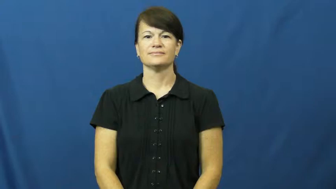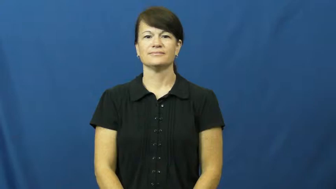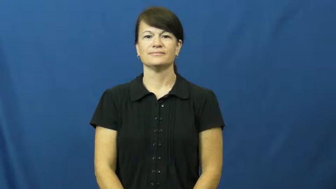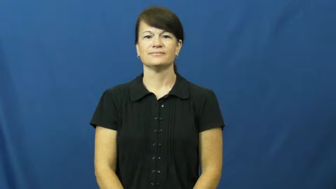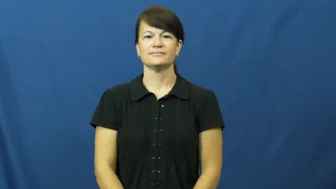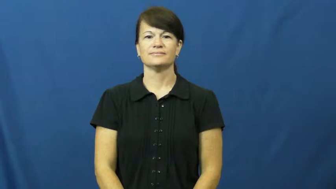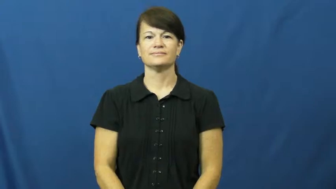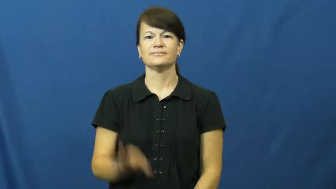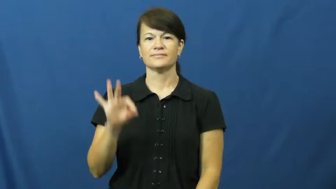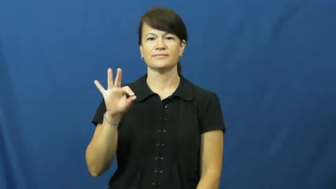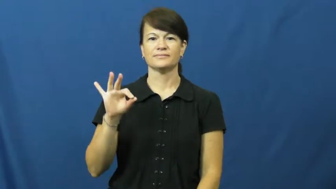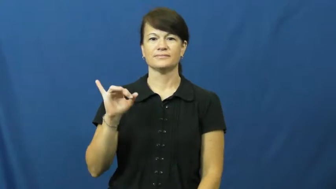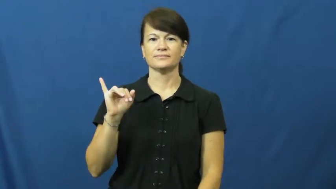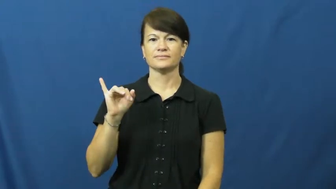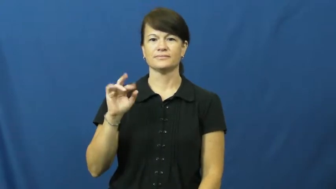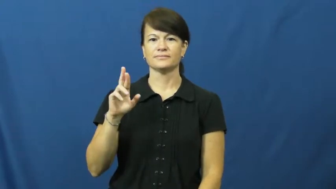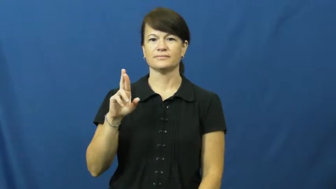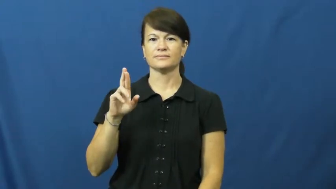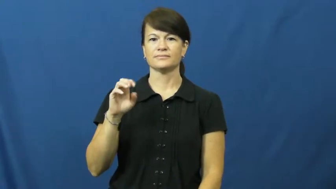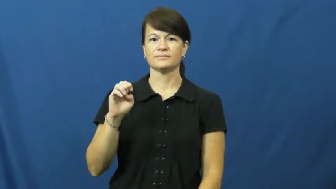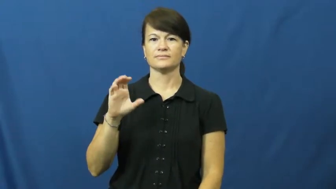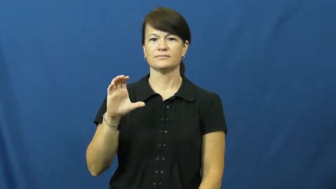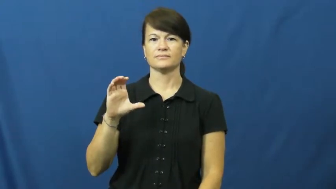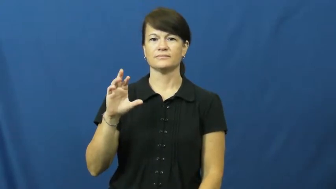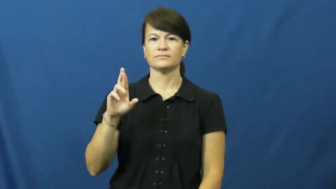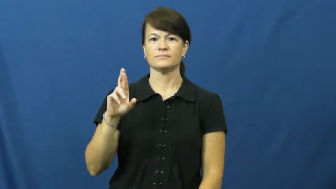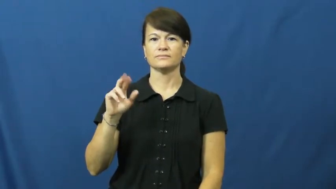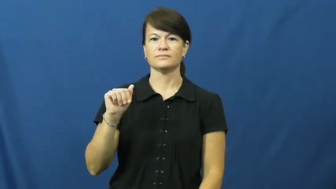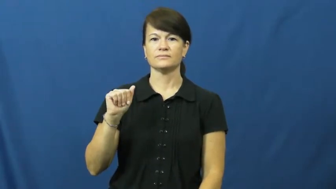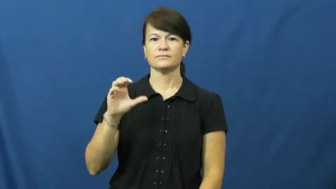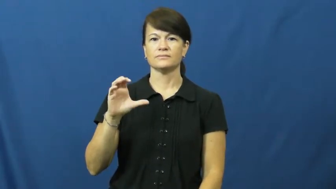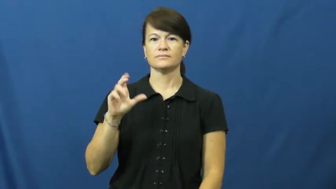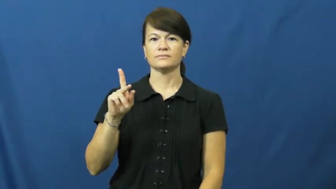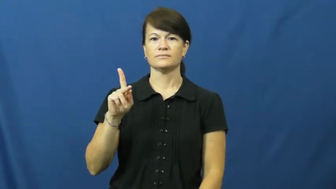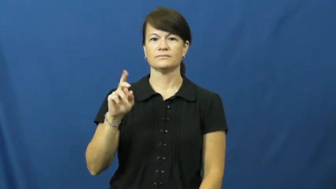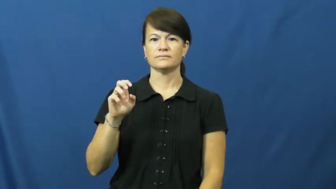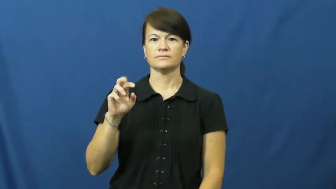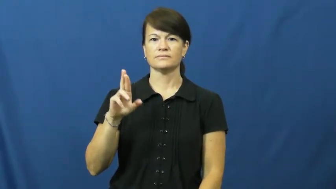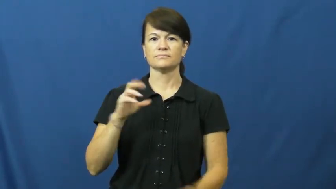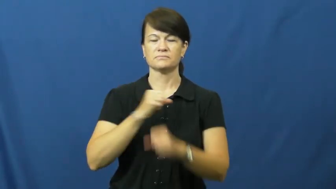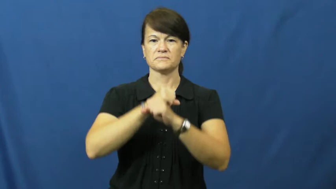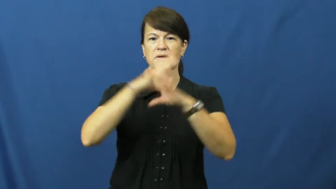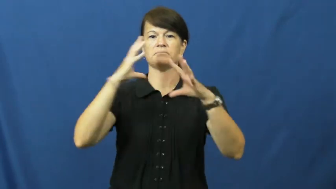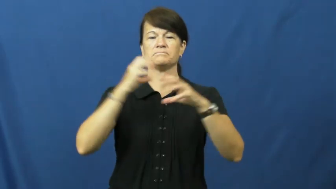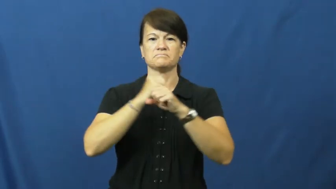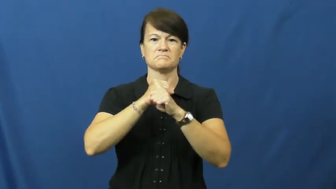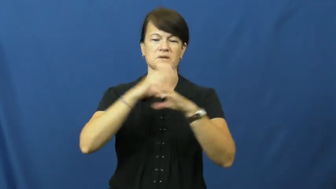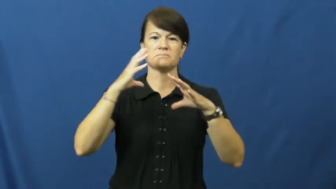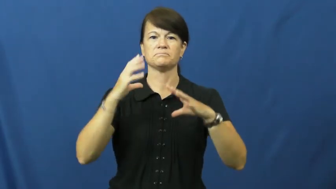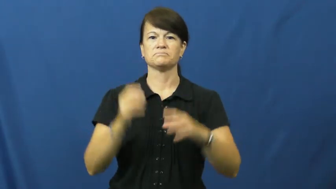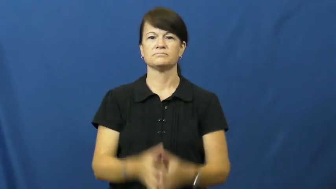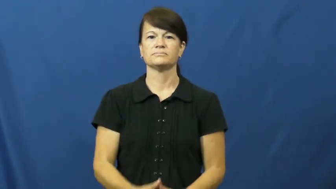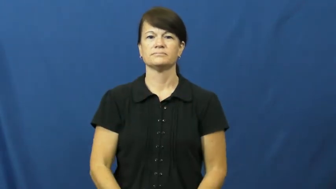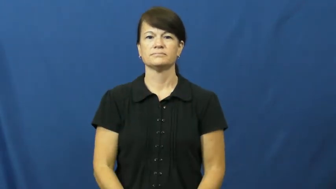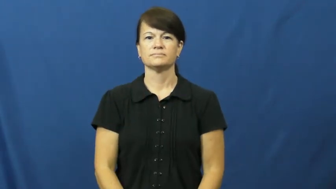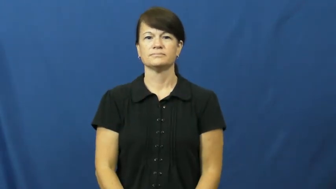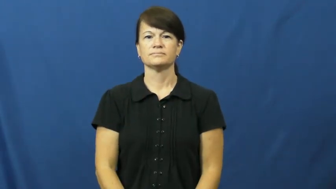firecracker